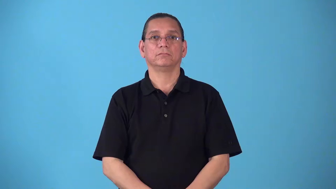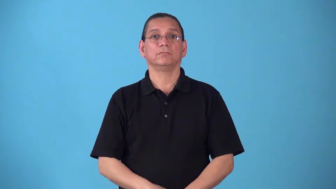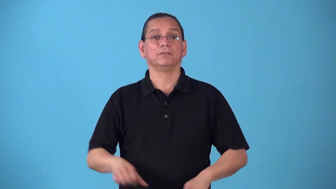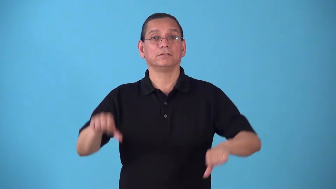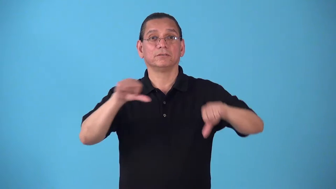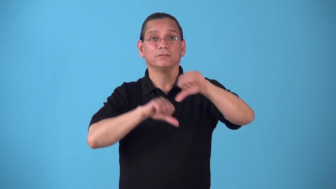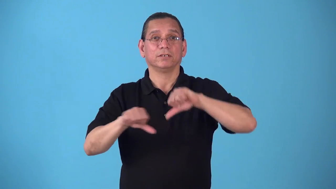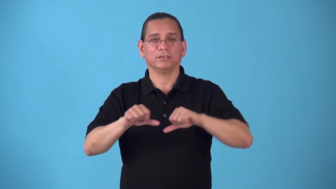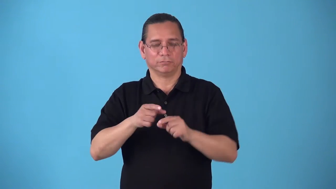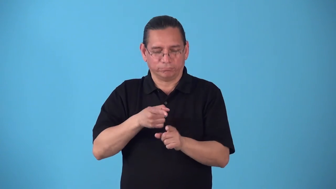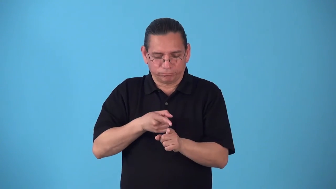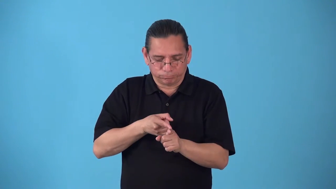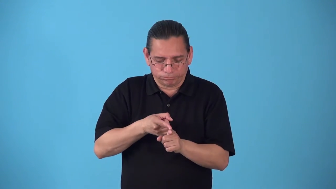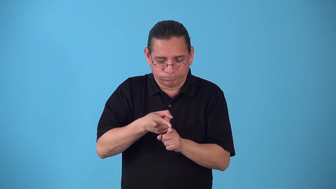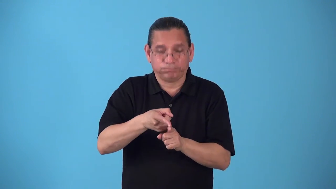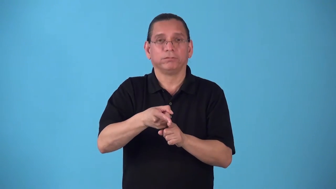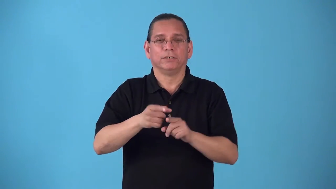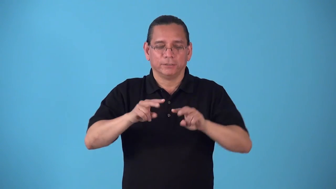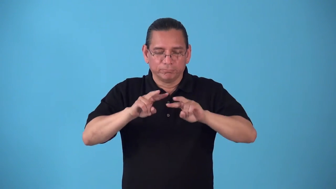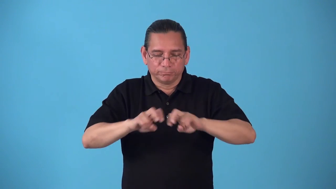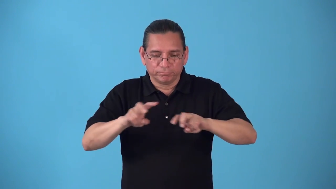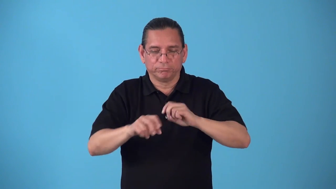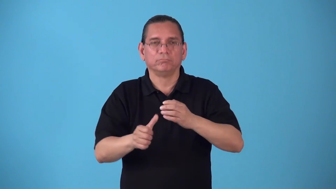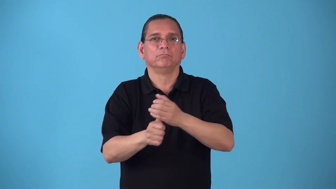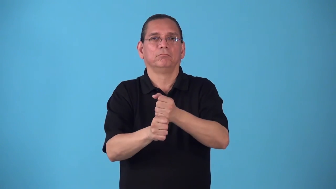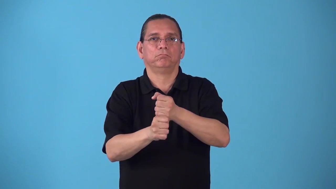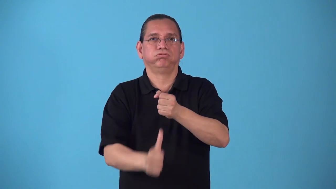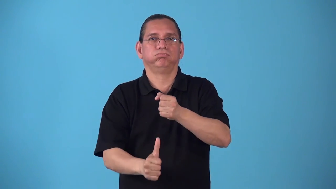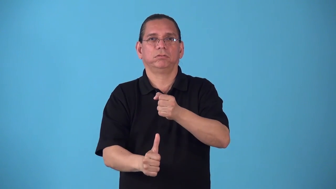scatology